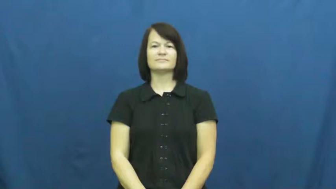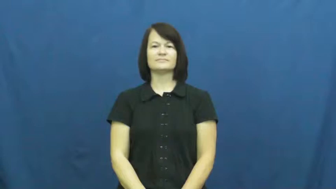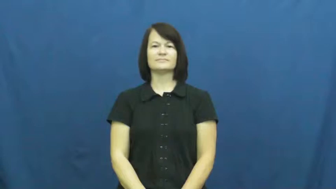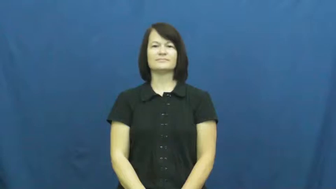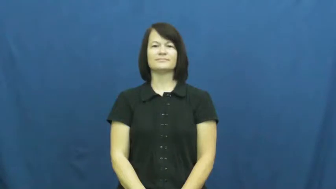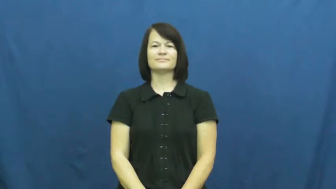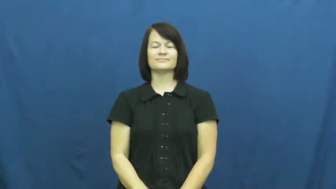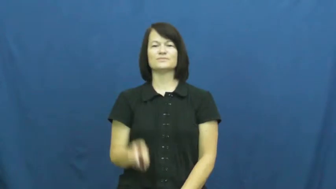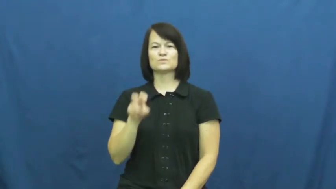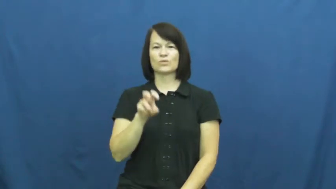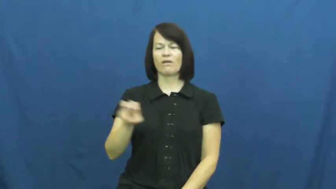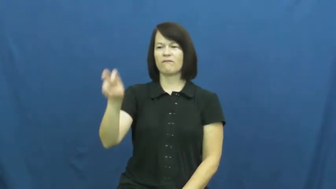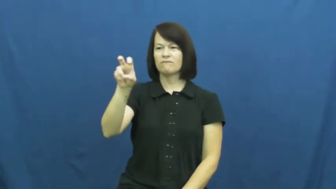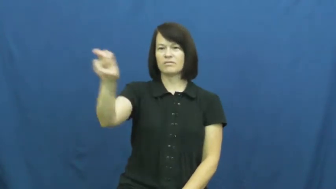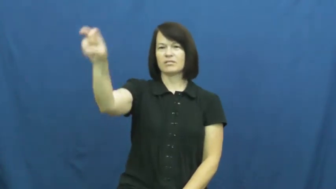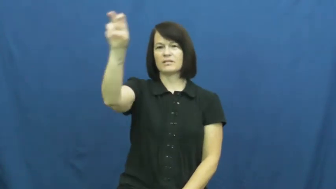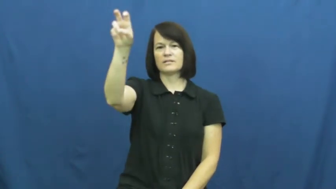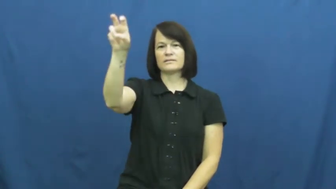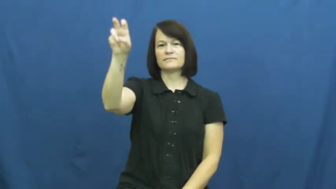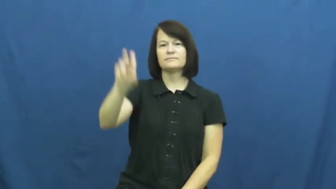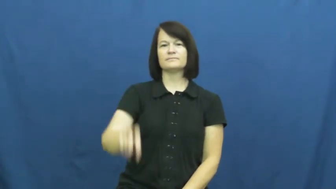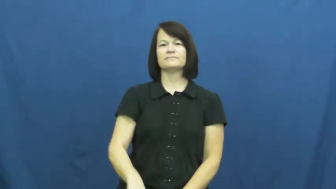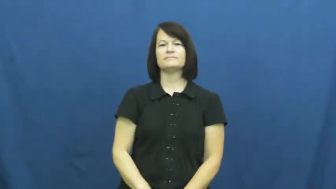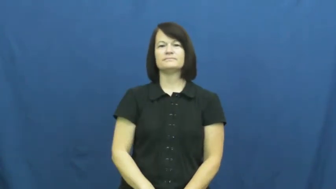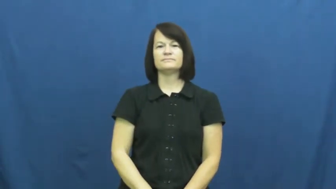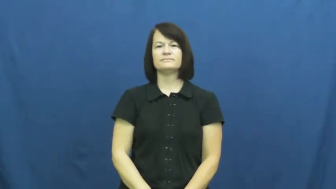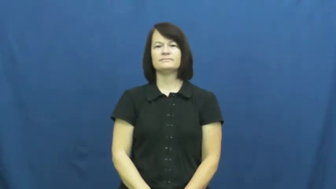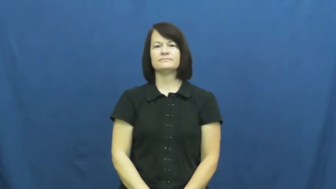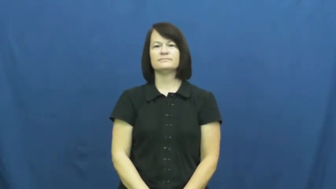travel,journey,trek,go over to,galavant,cover